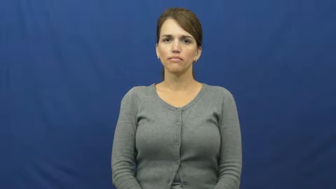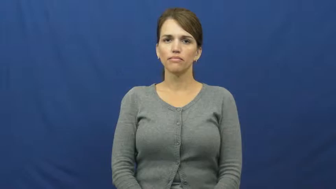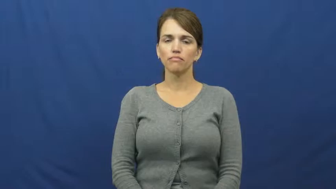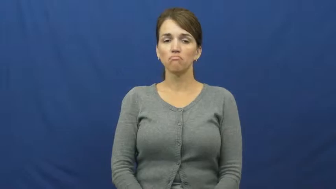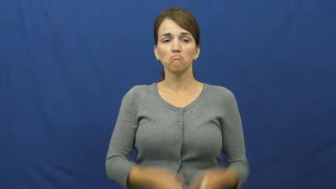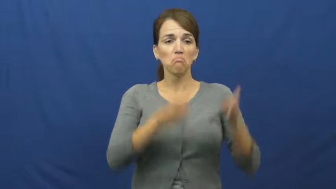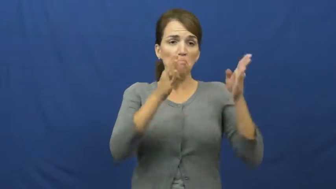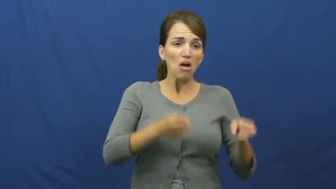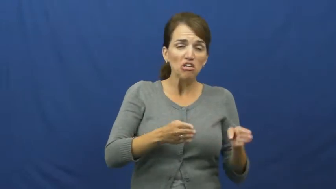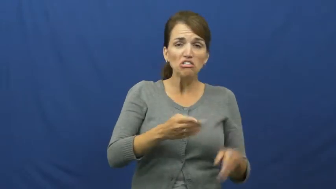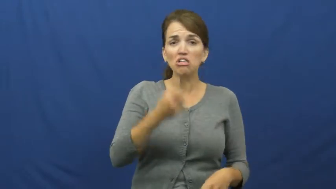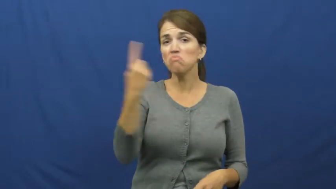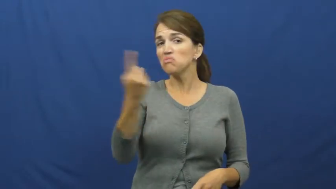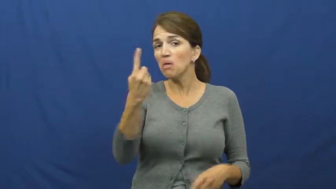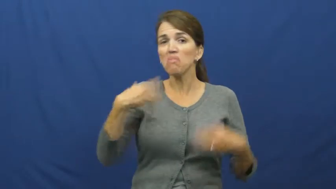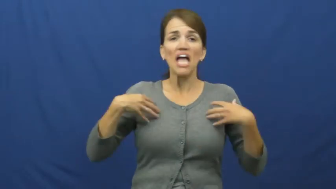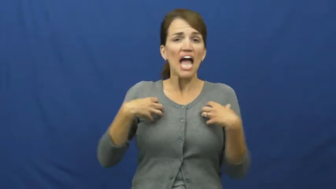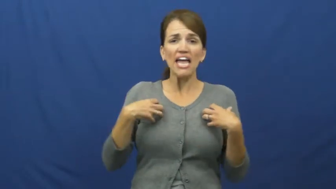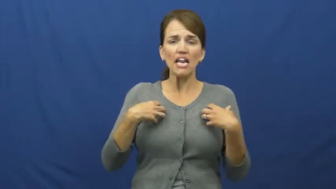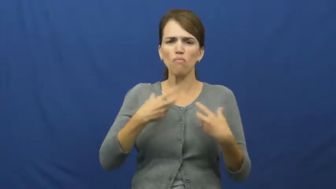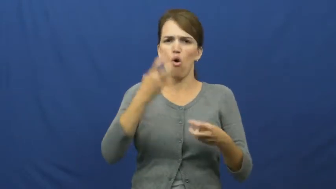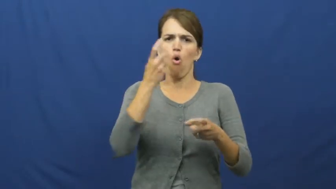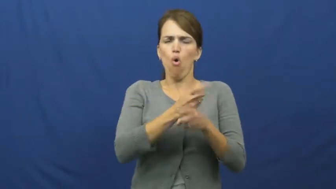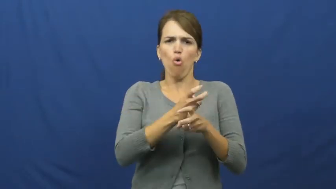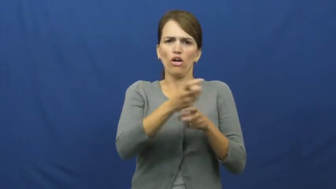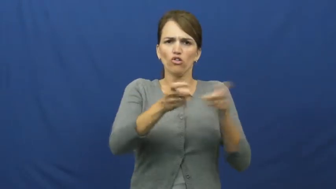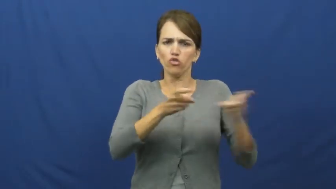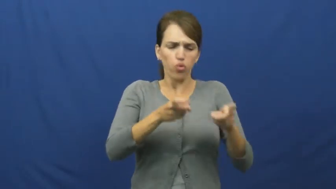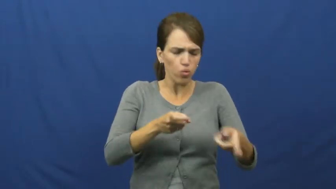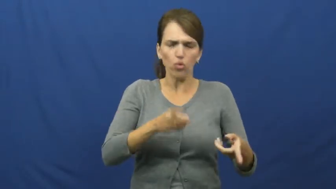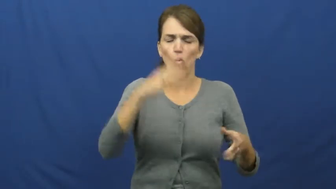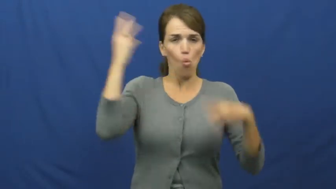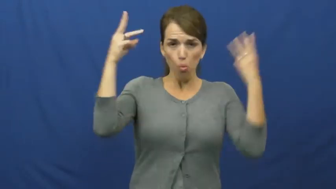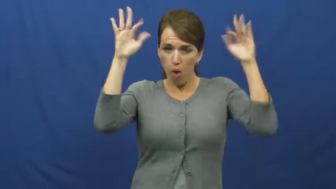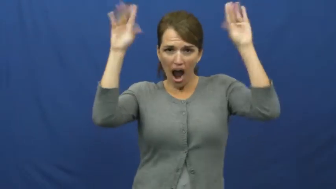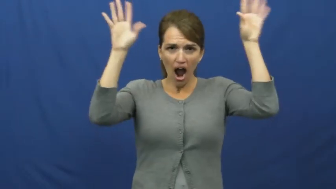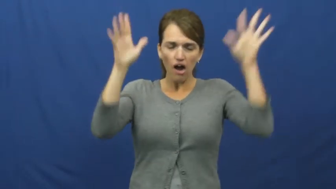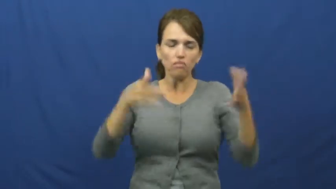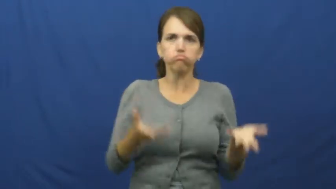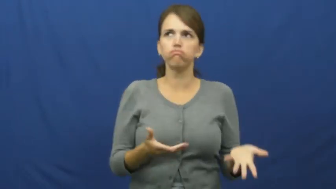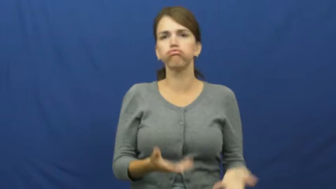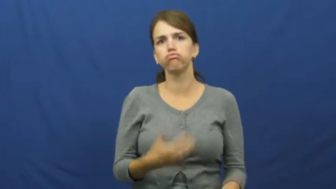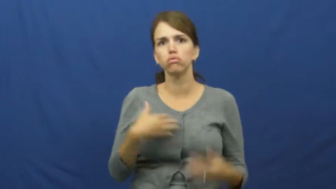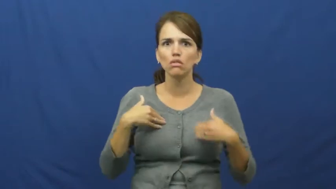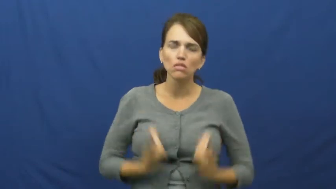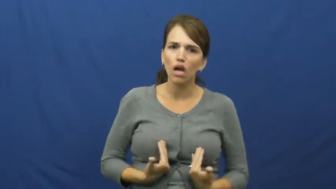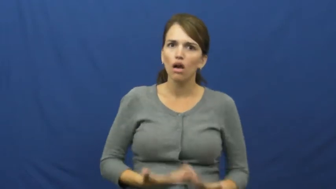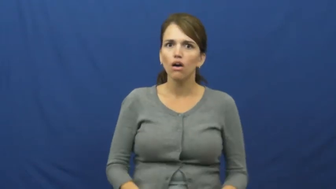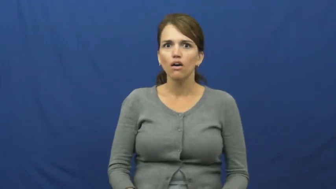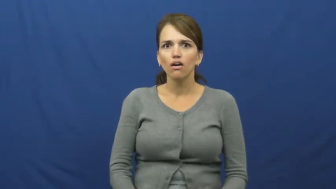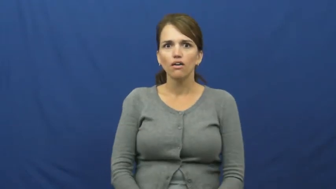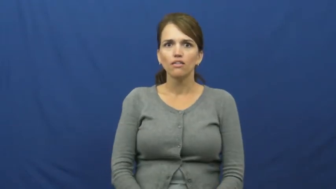handful,cross grained-hard to handle